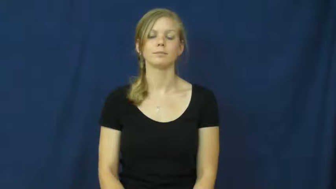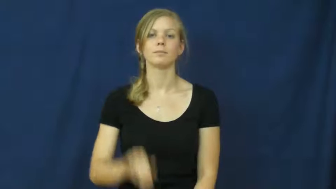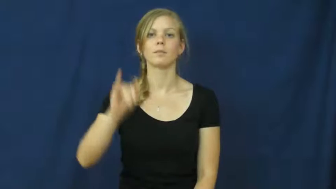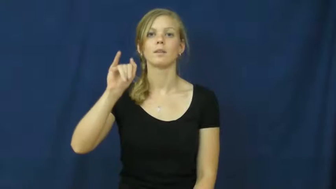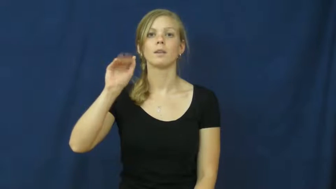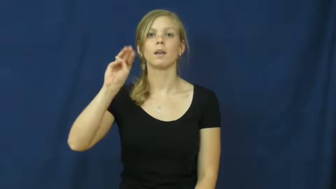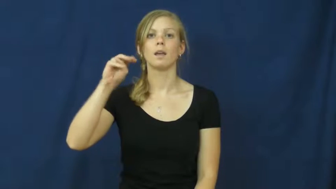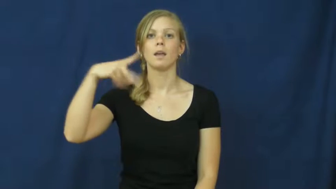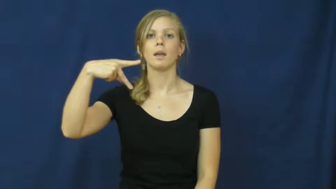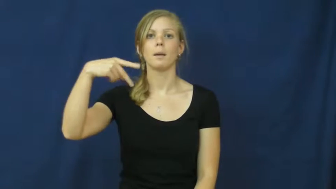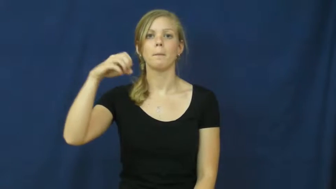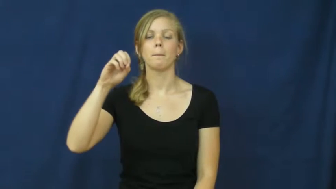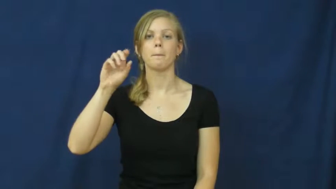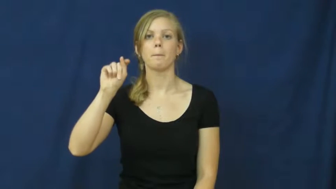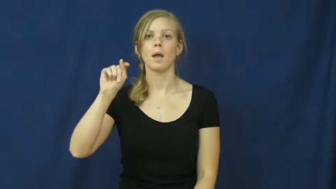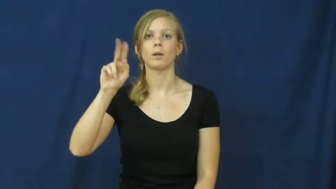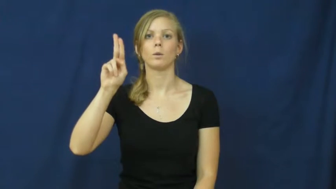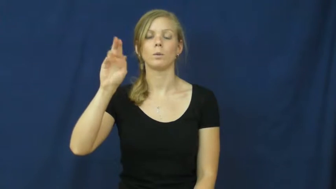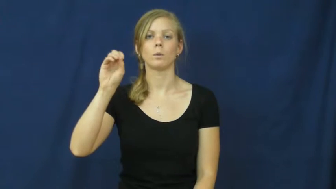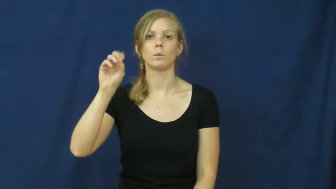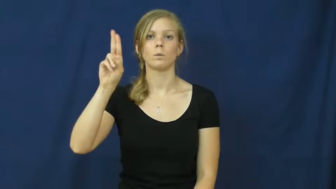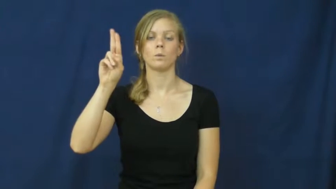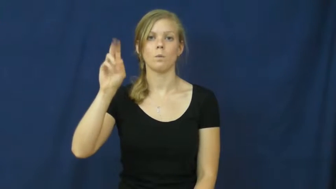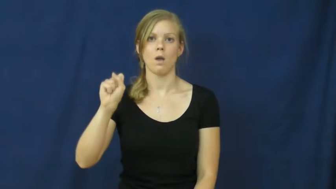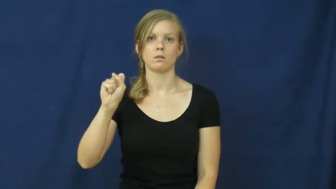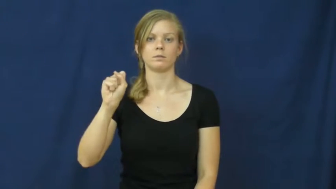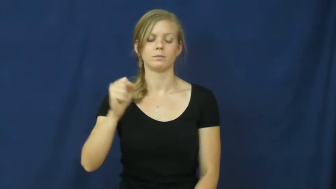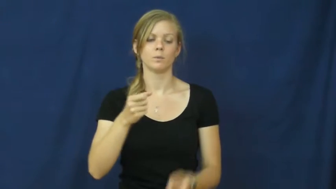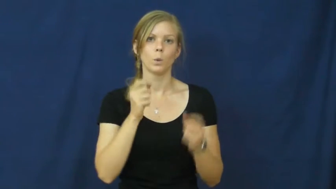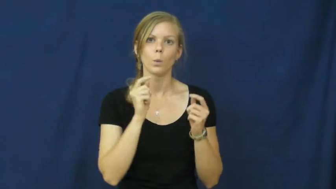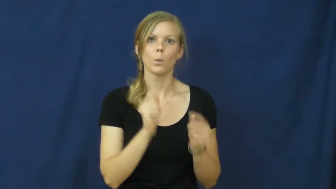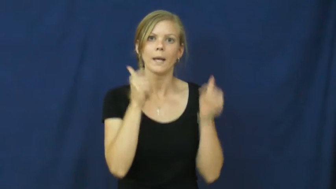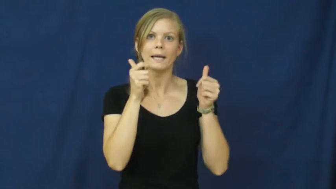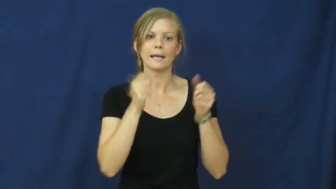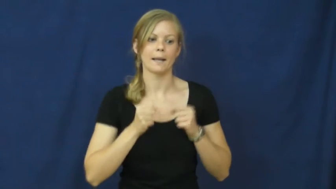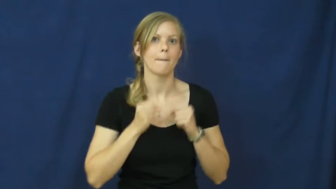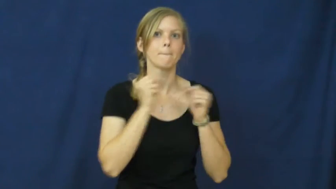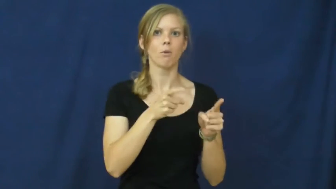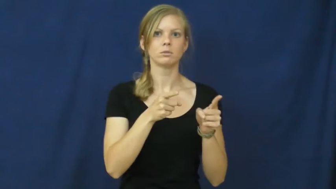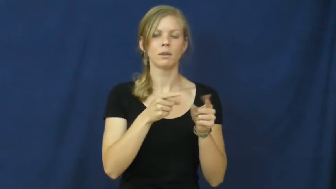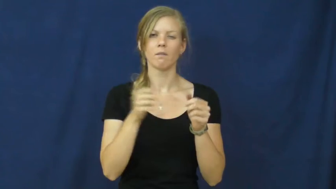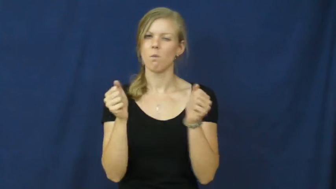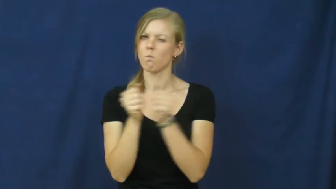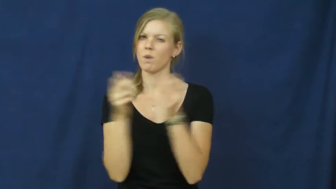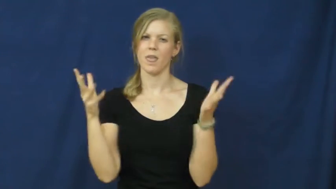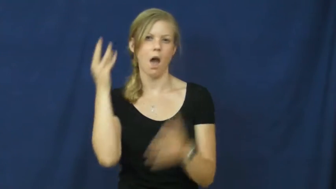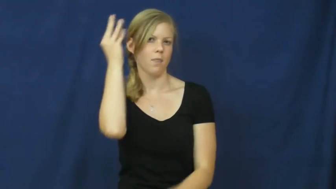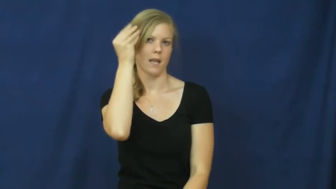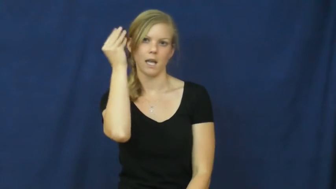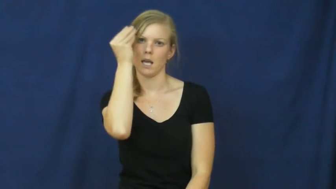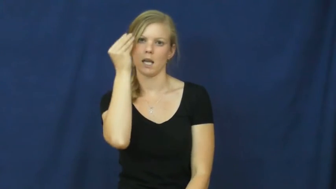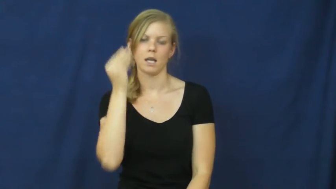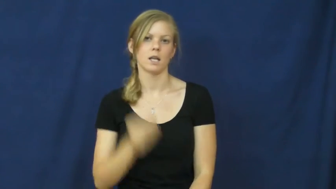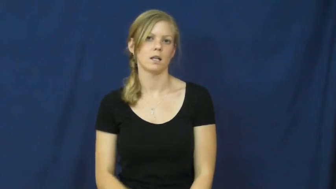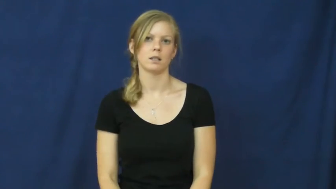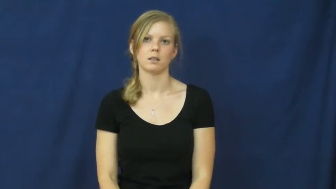impetuous